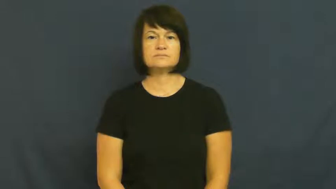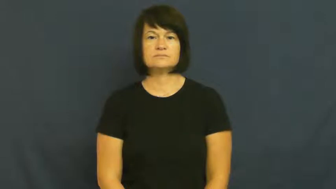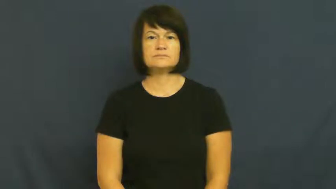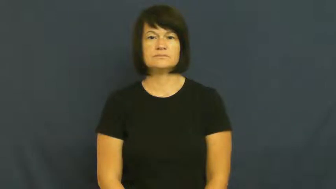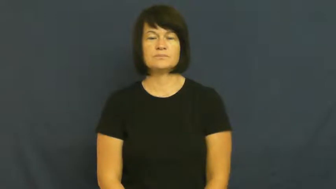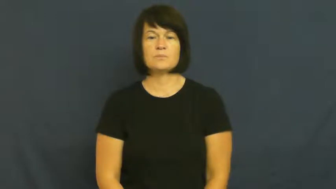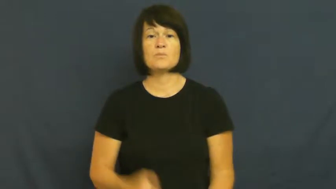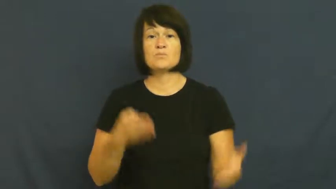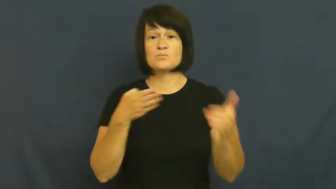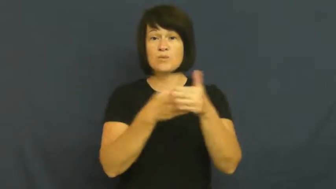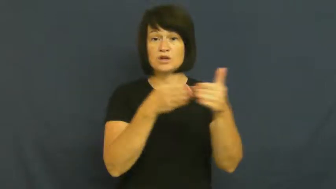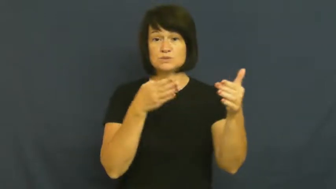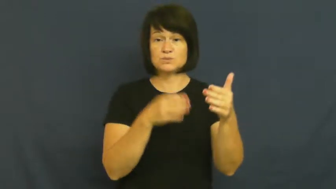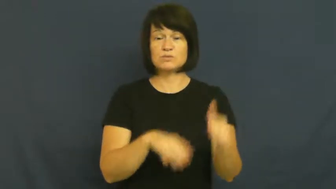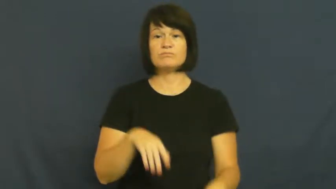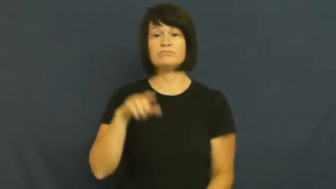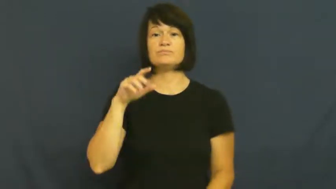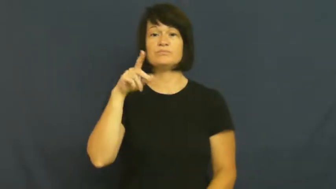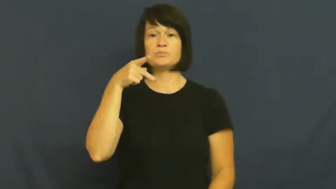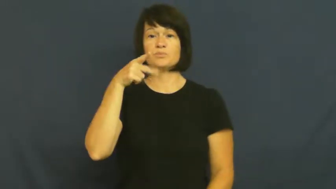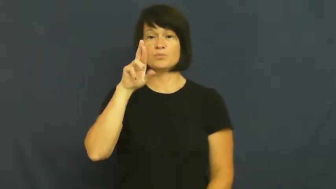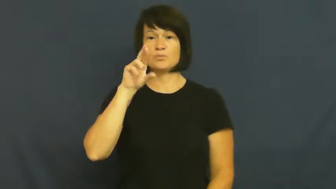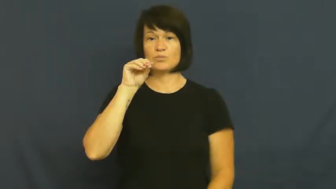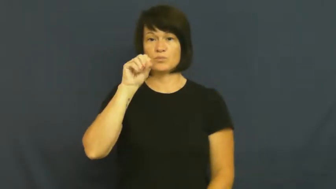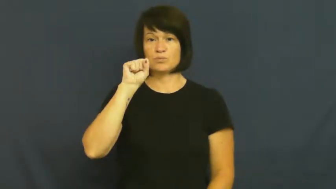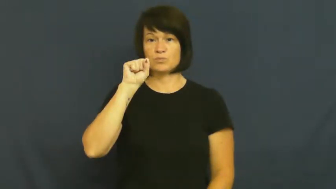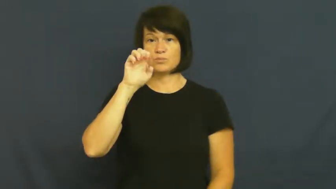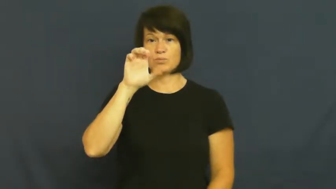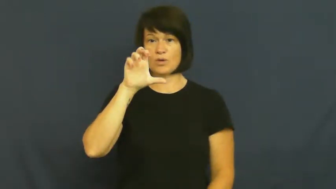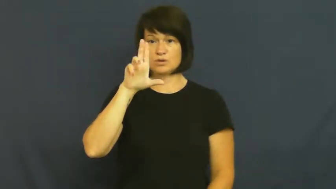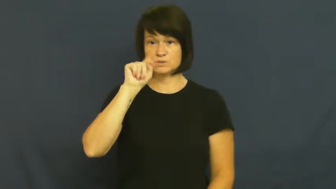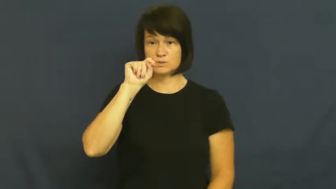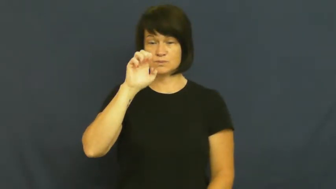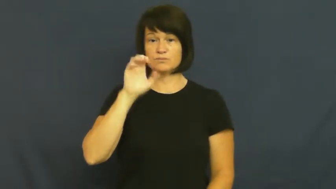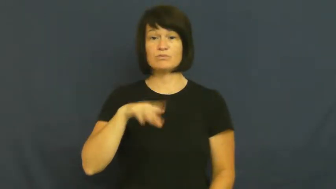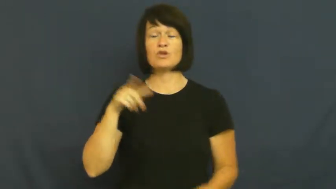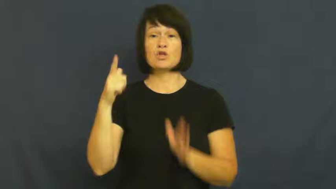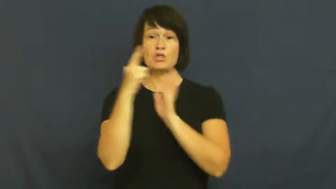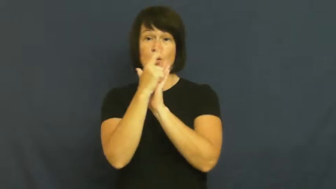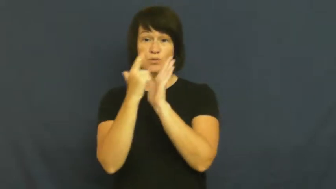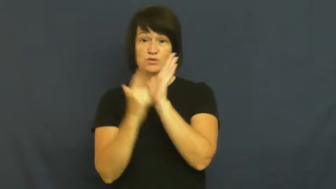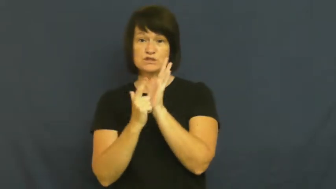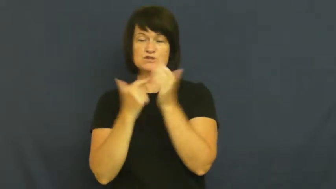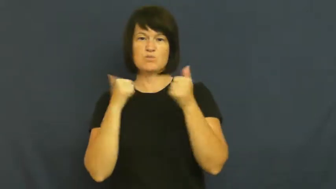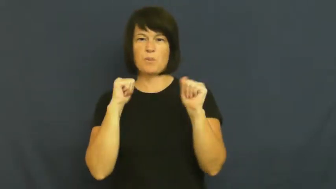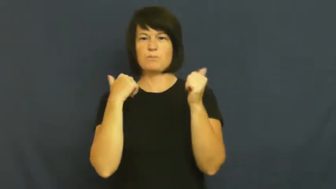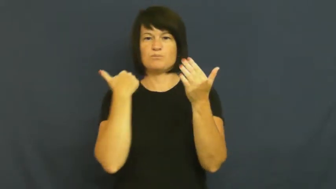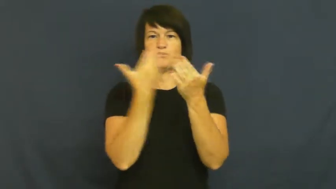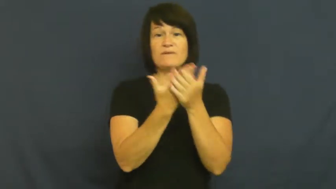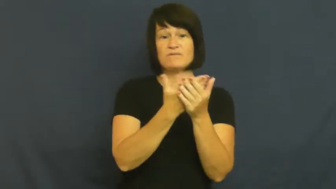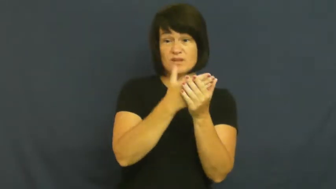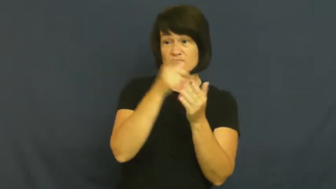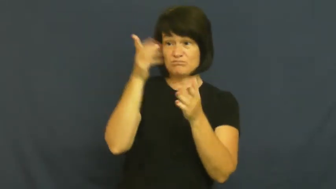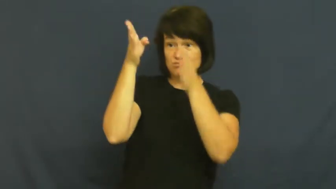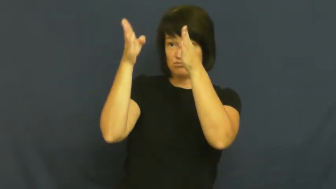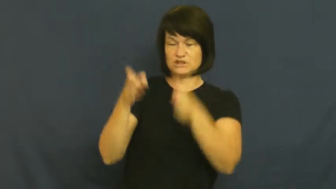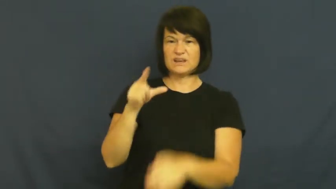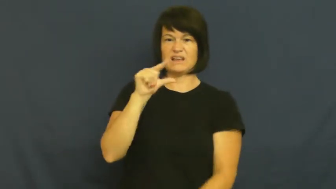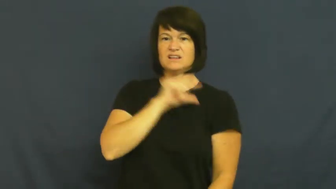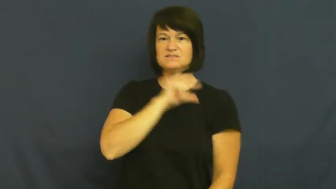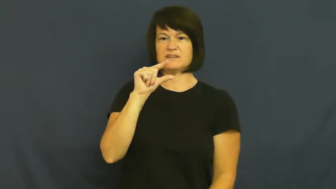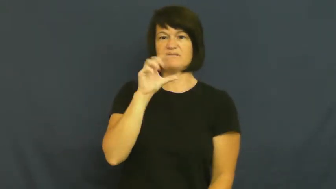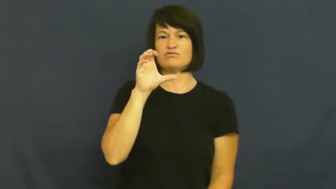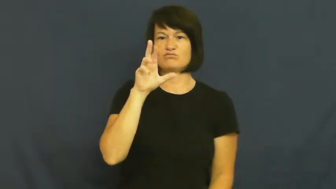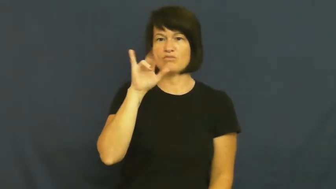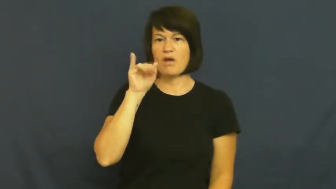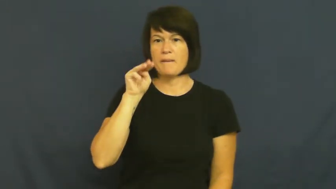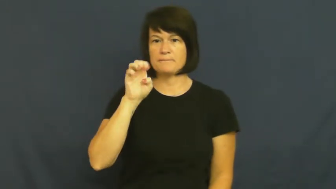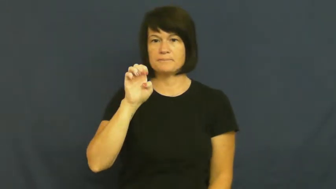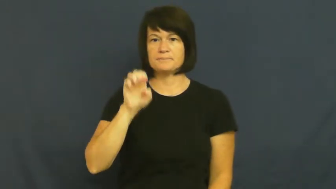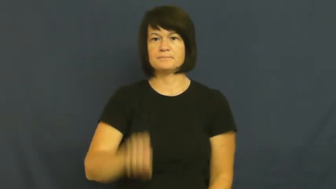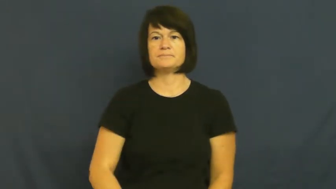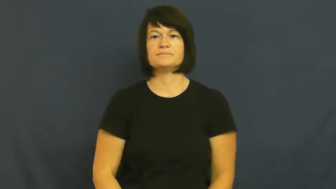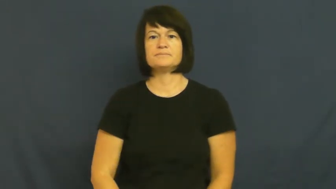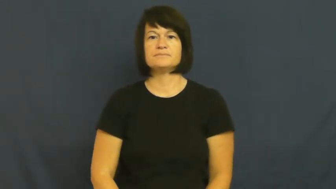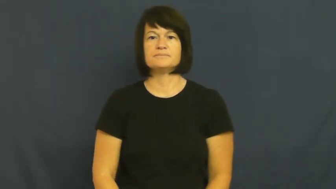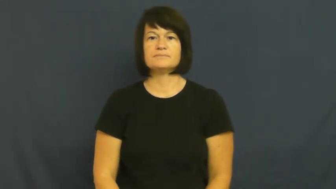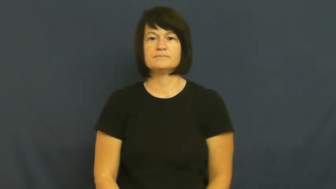prosecute